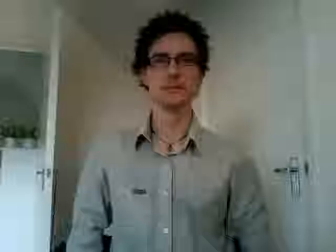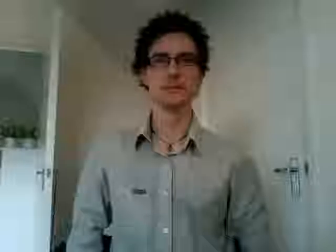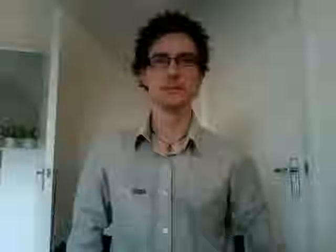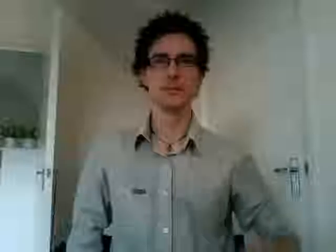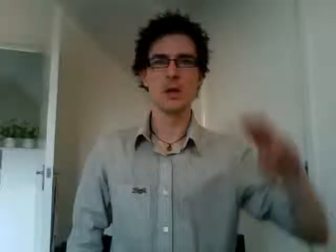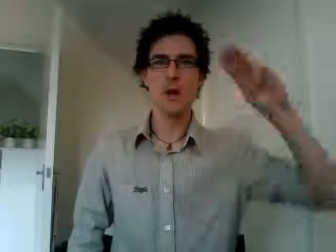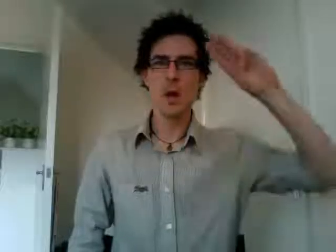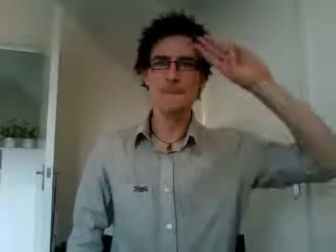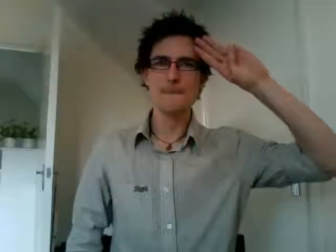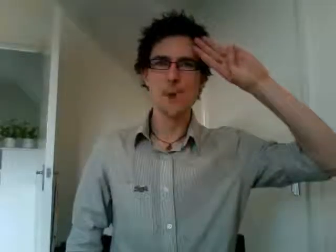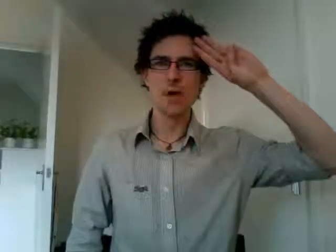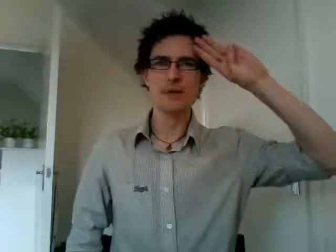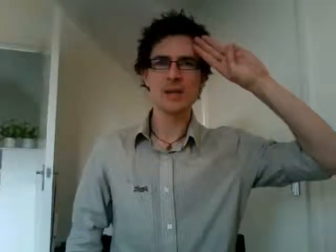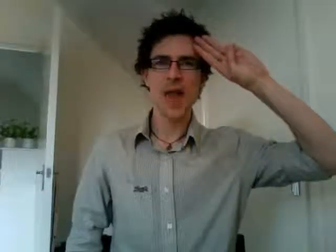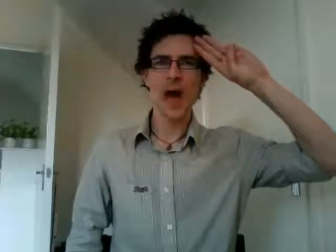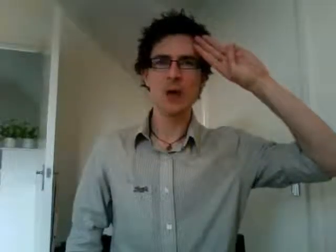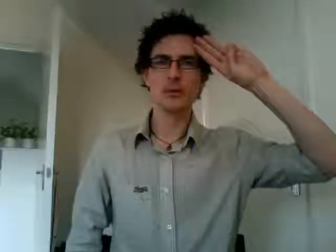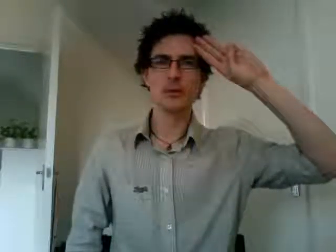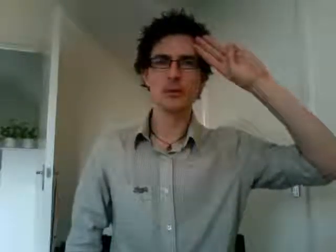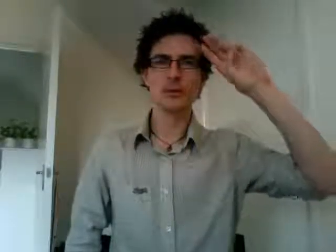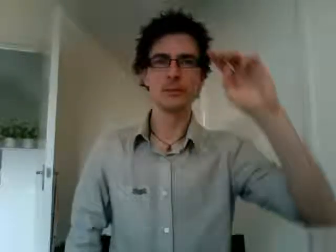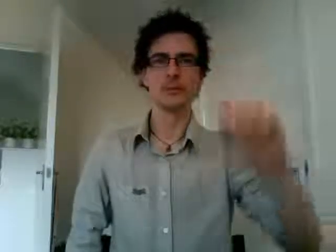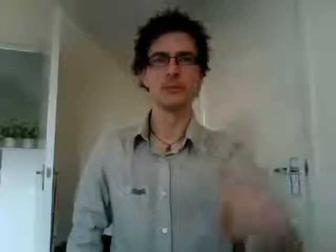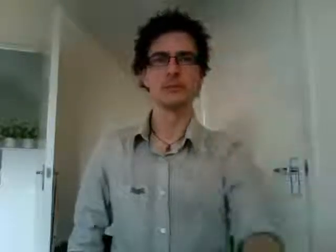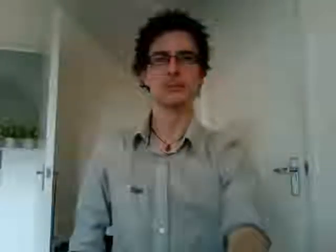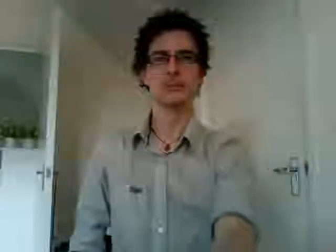boy scouts